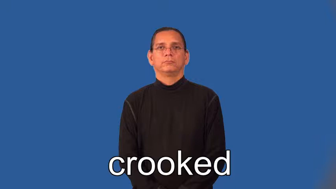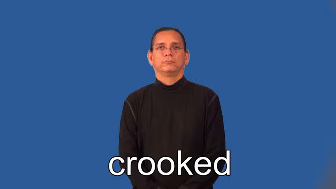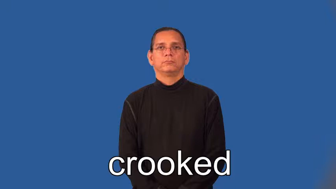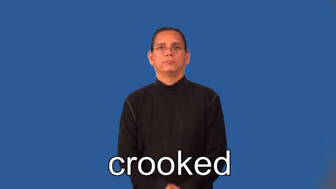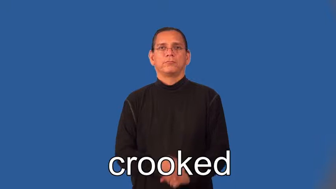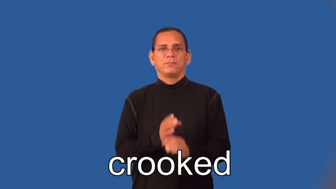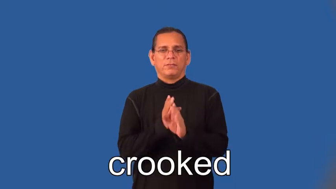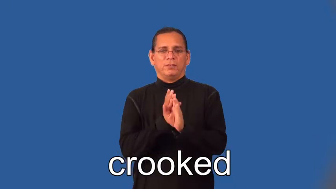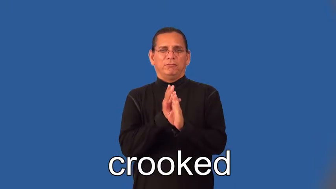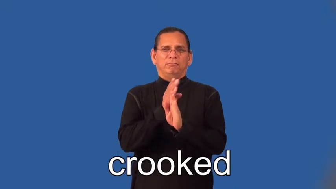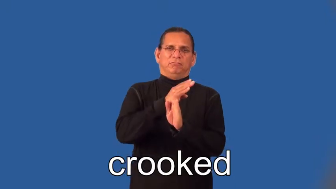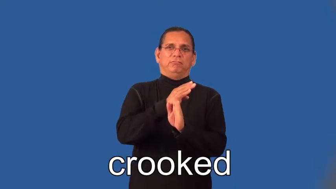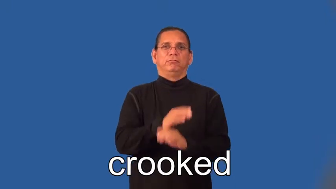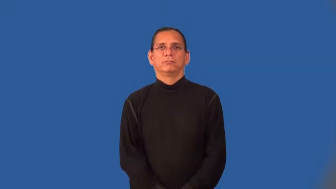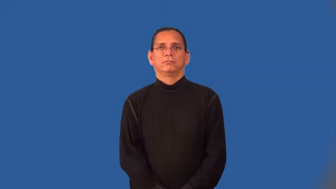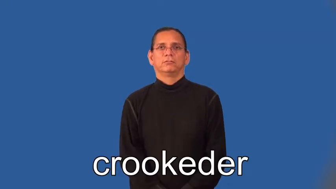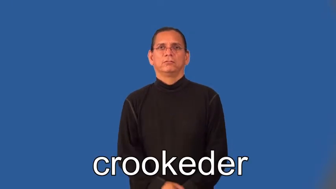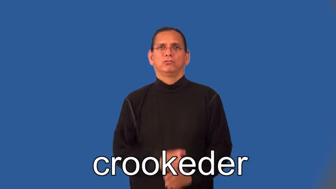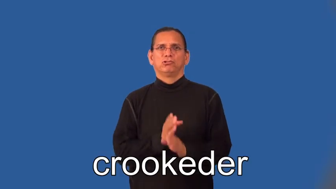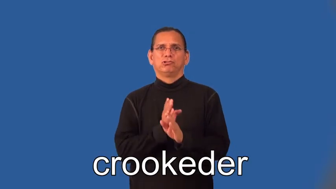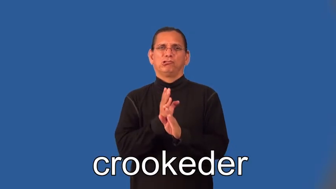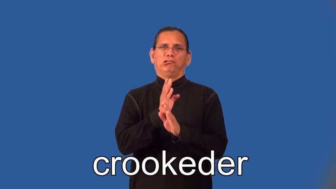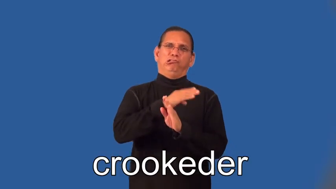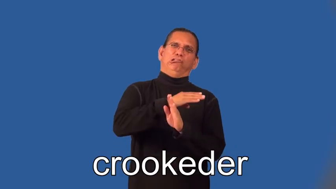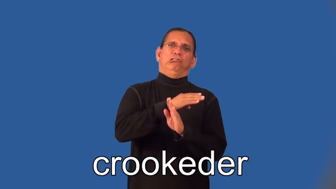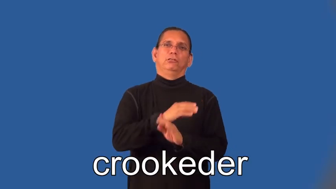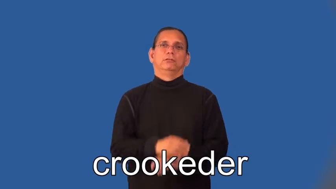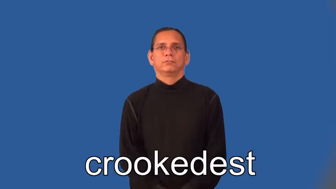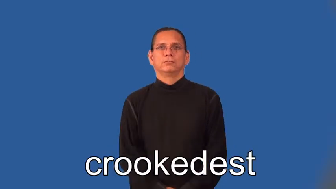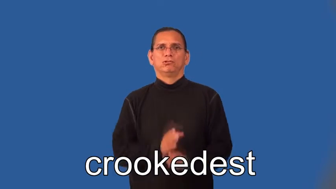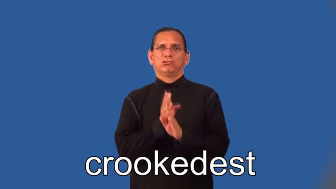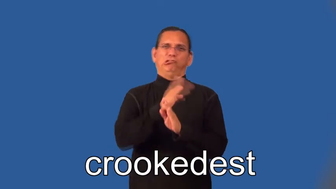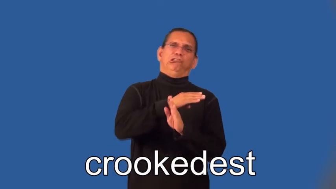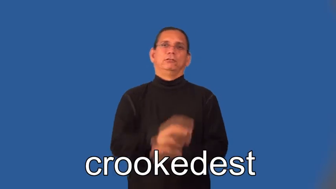crookeder,crookedest-not straight